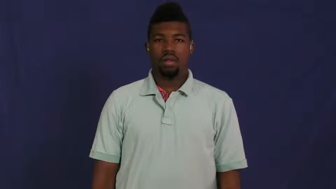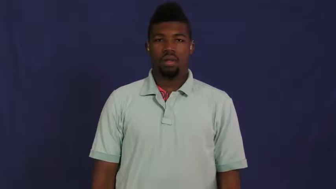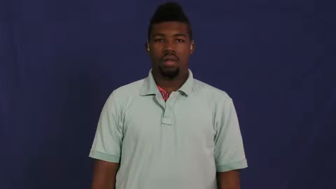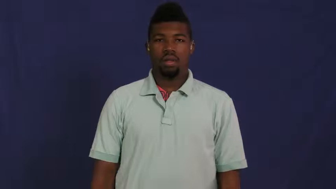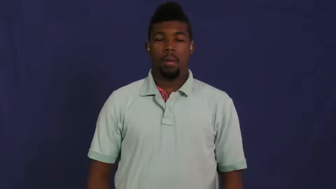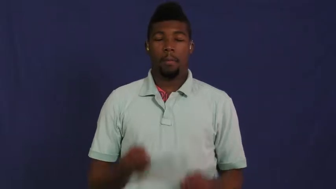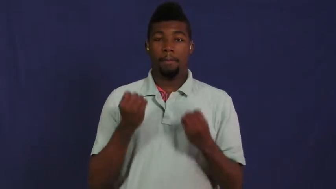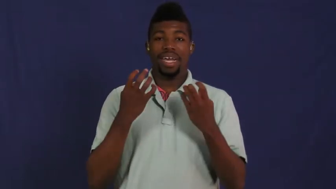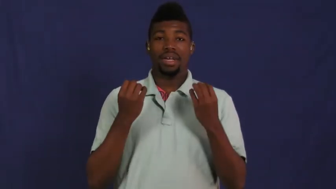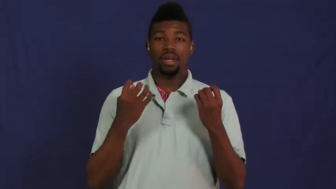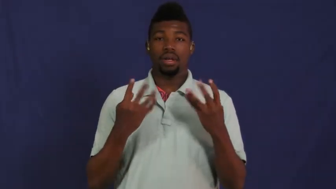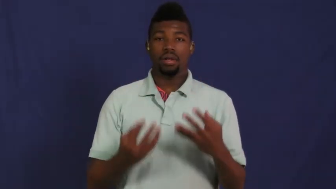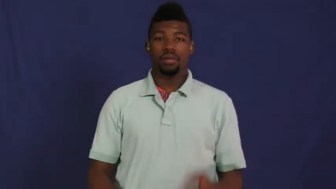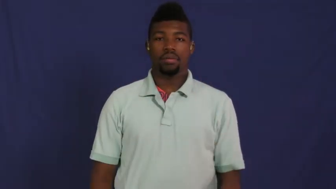many,myriad,plethora,numerous,trove,umpteen,astronomic,multitude